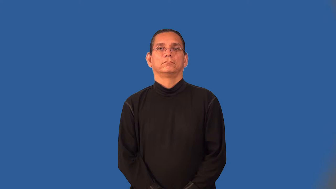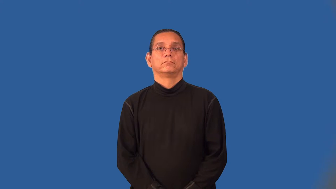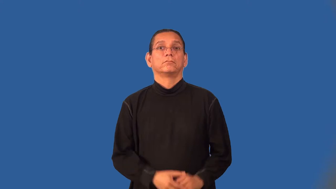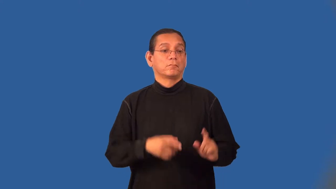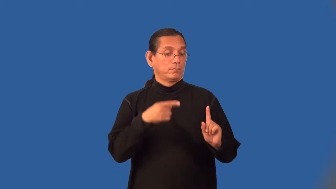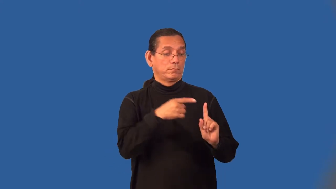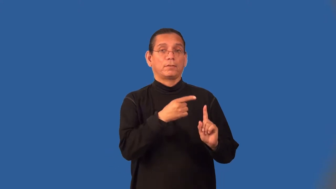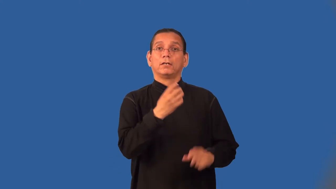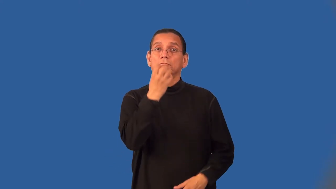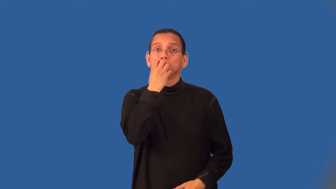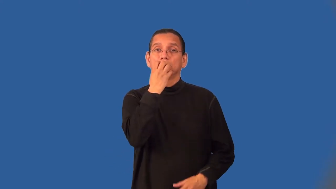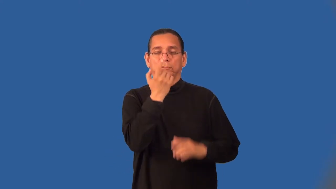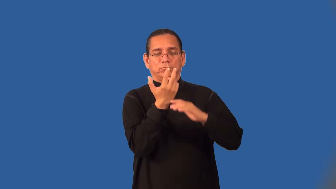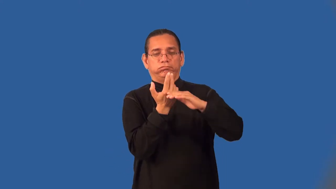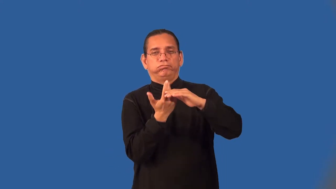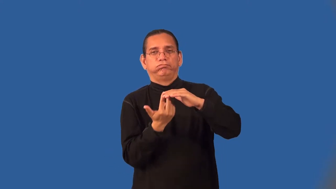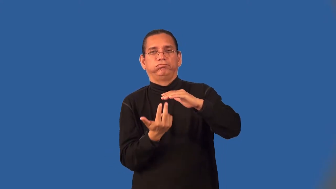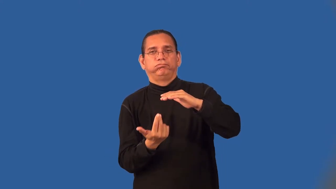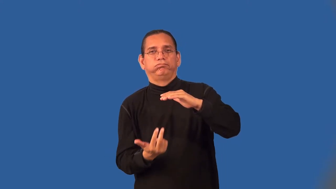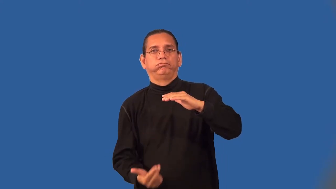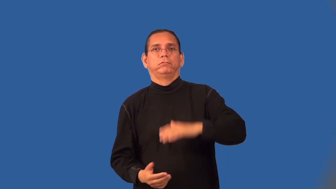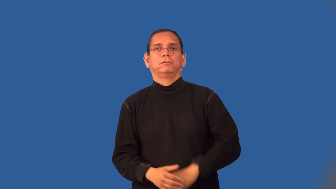diver,frogman,aquanaut-scuba